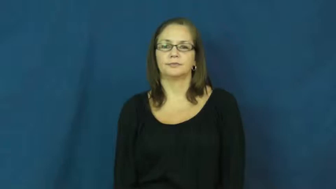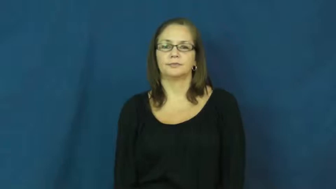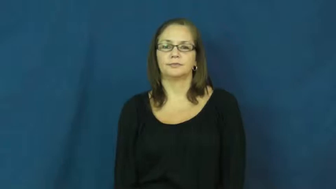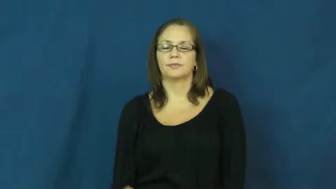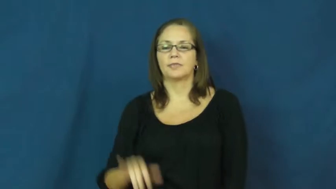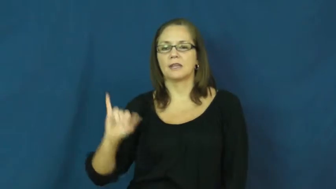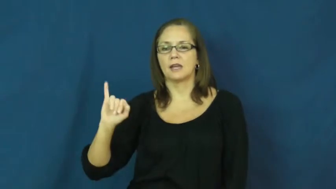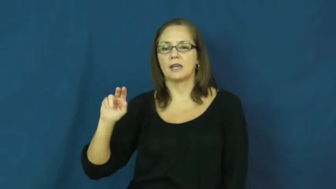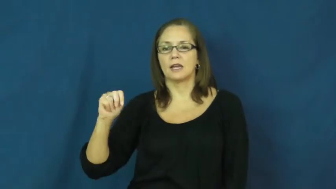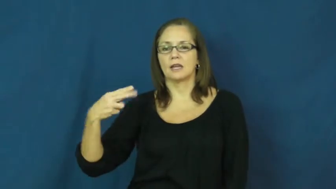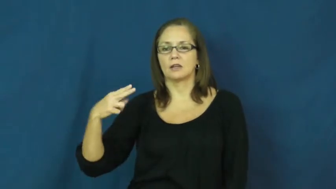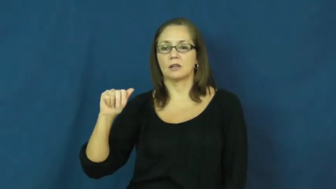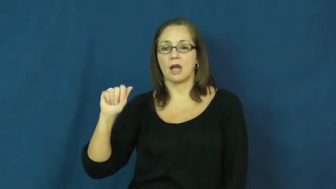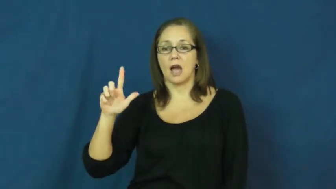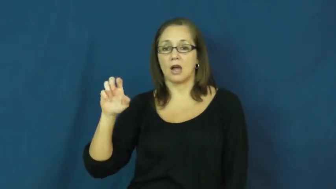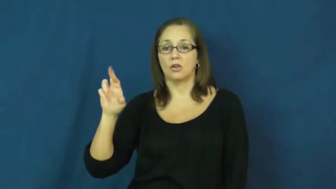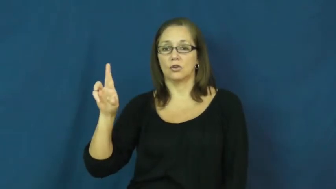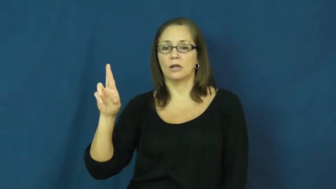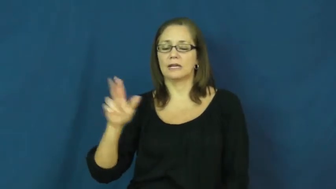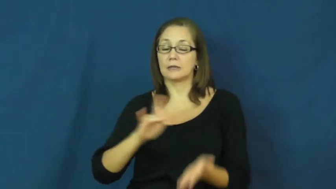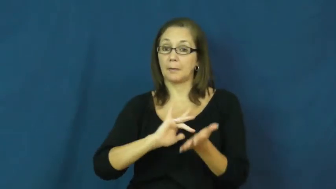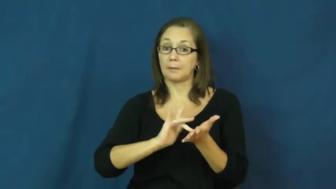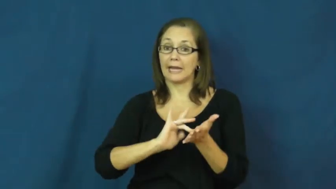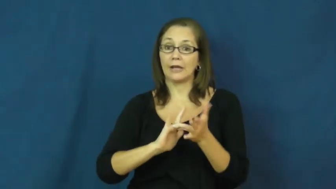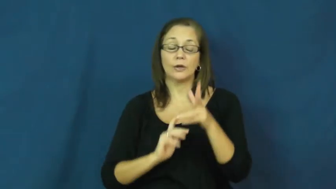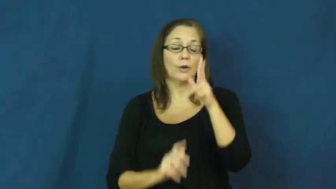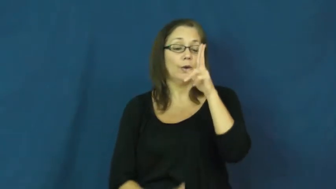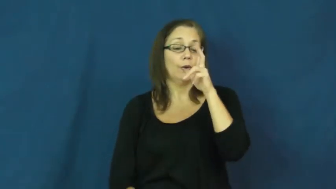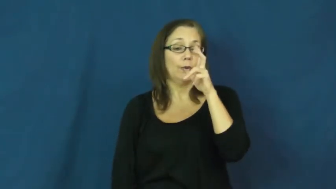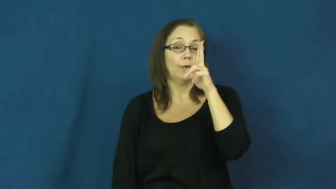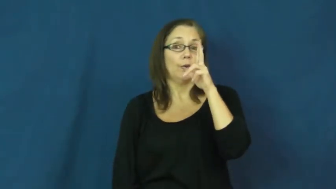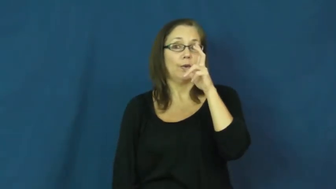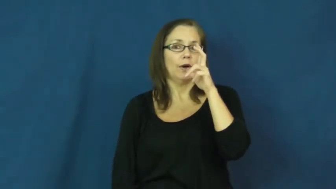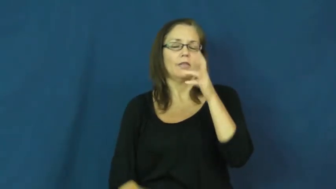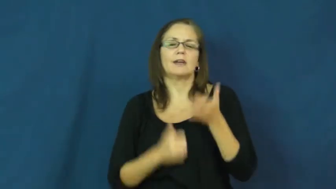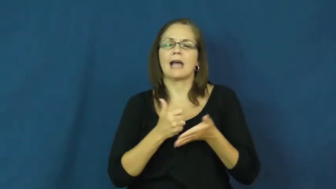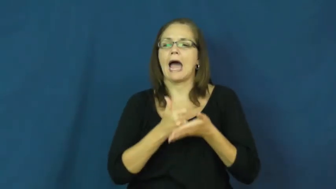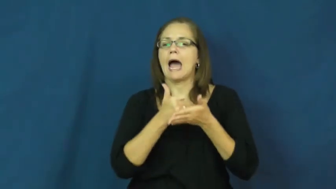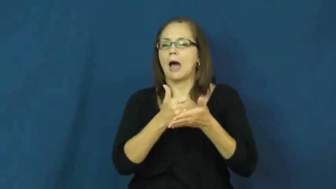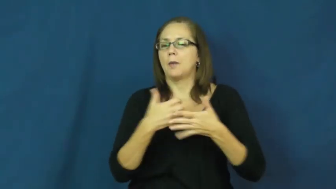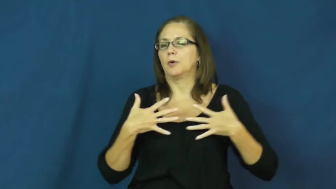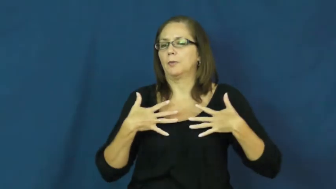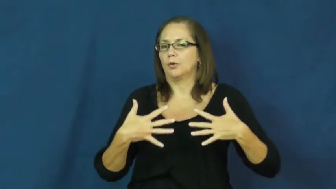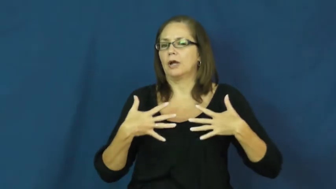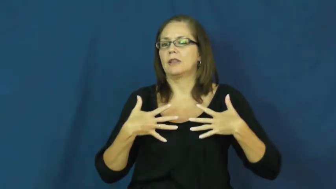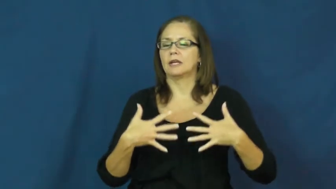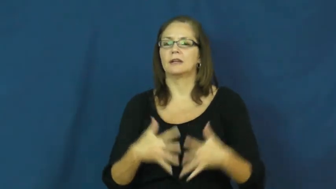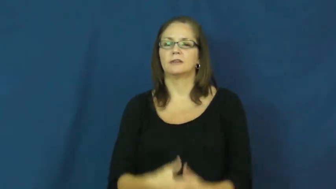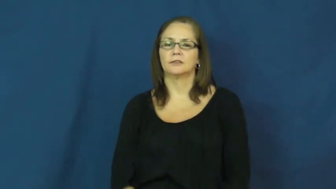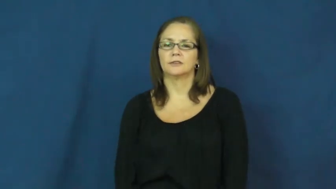inhaler